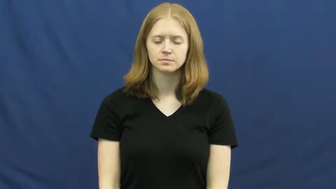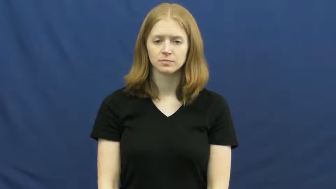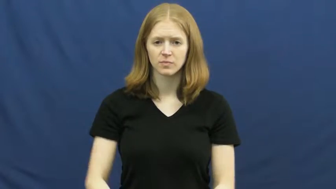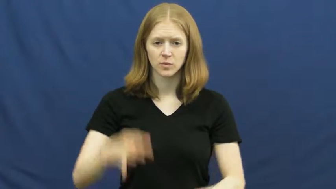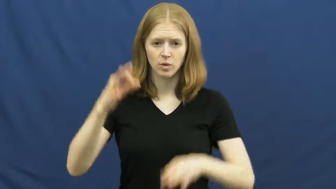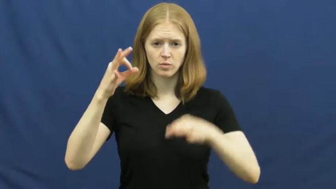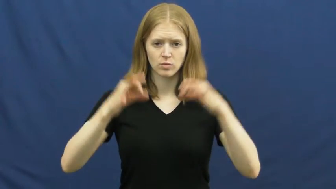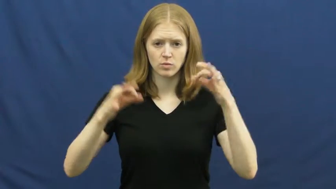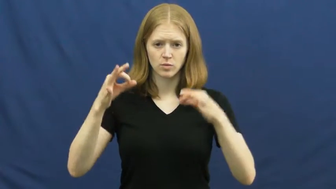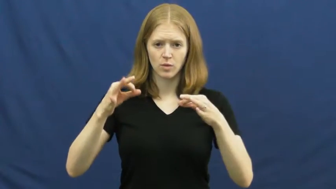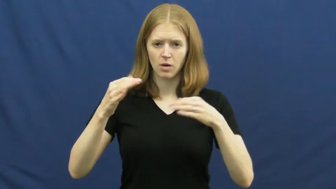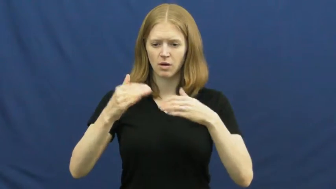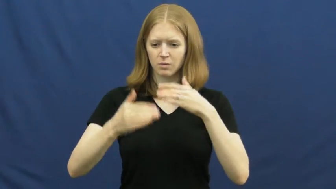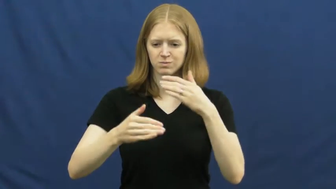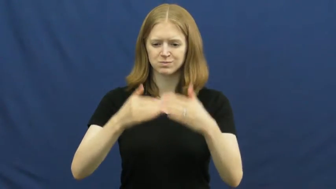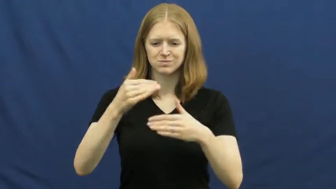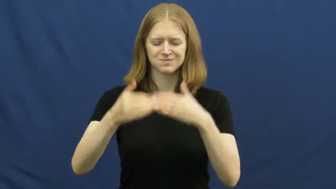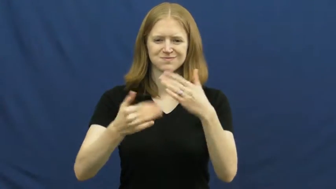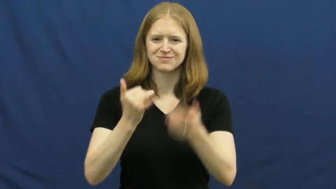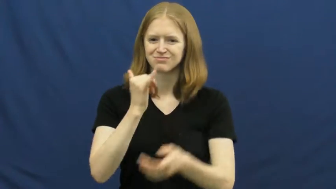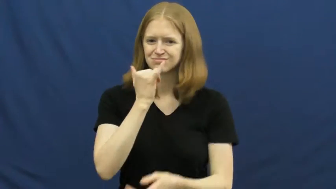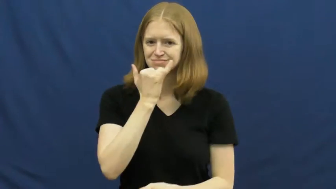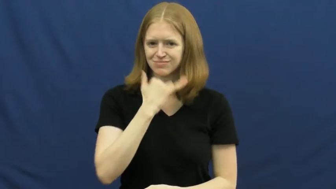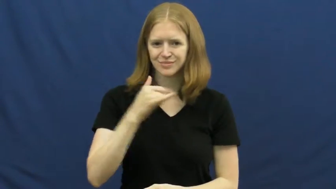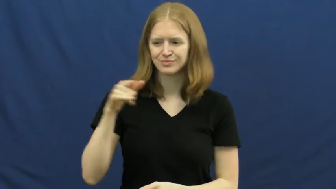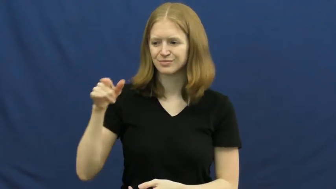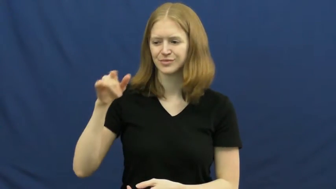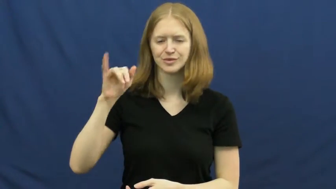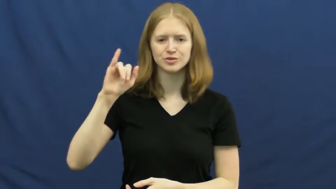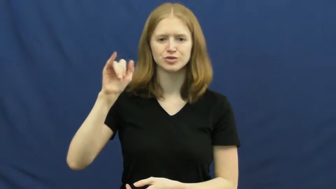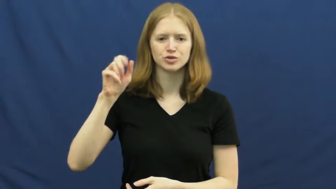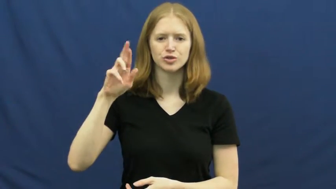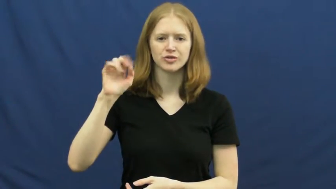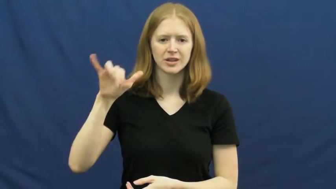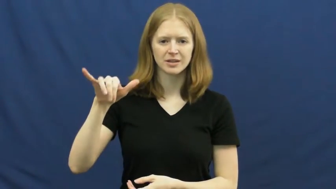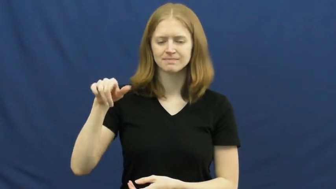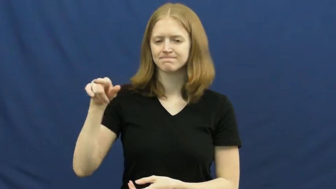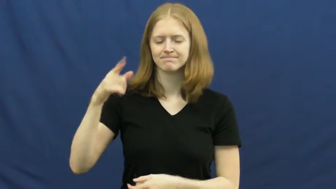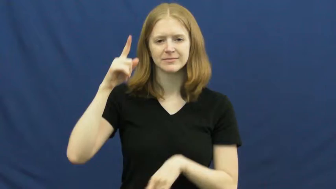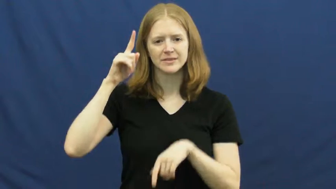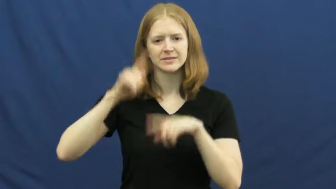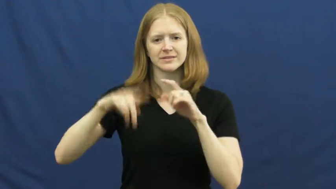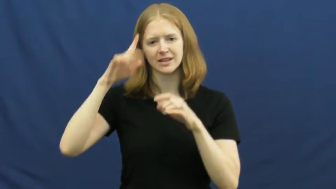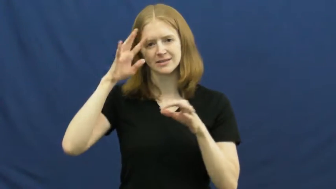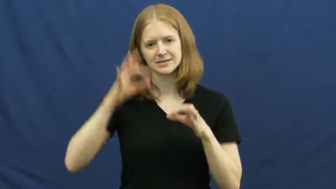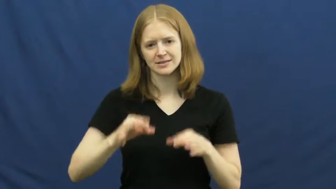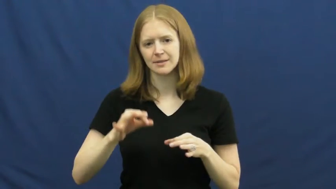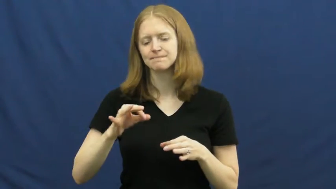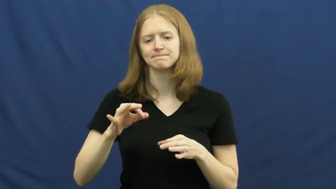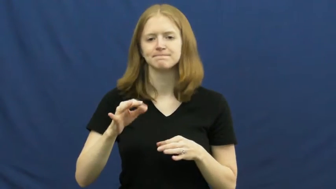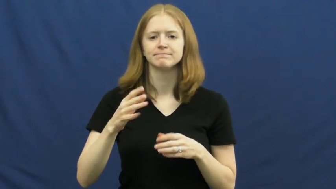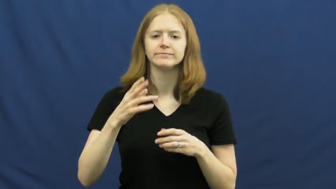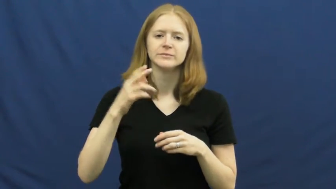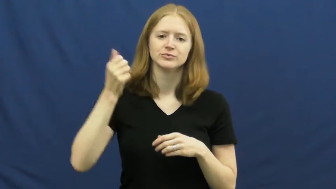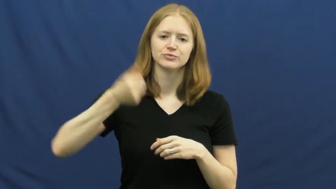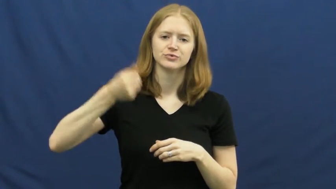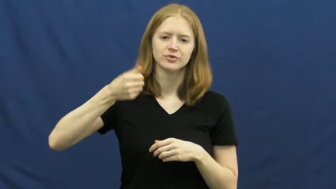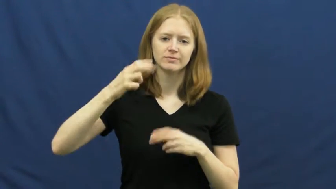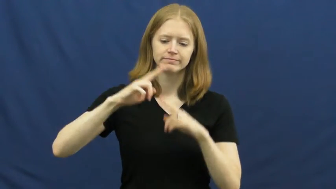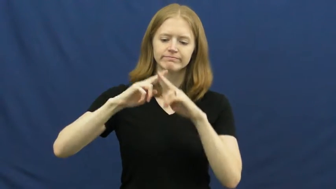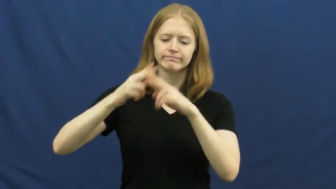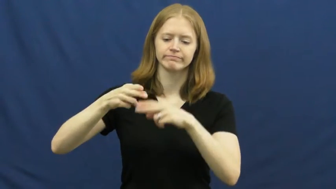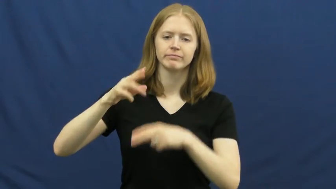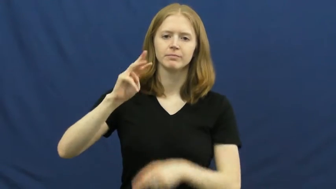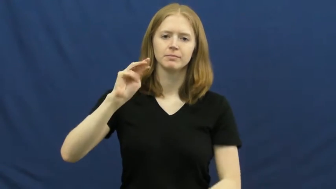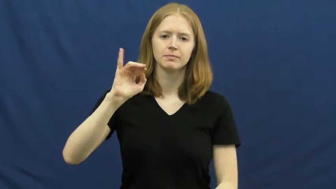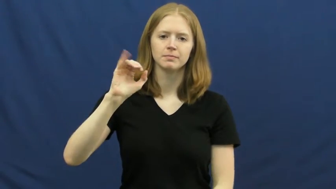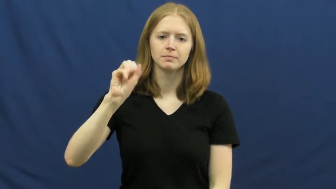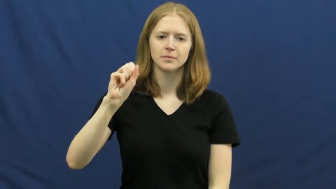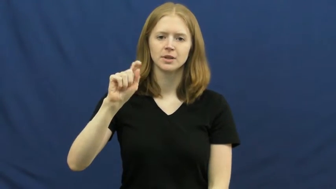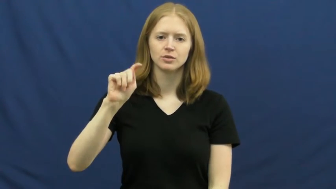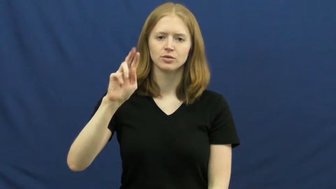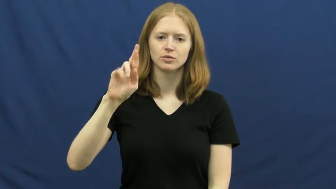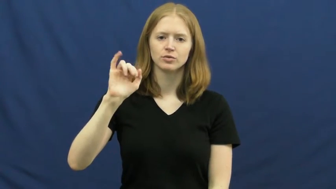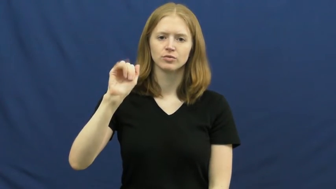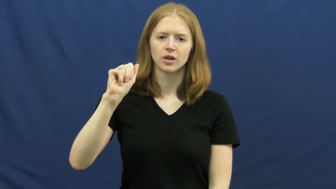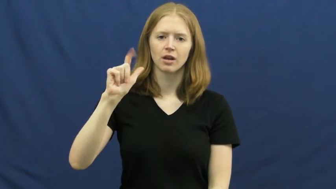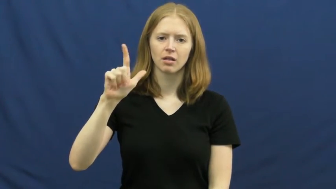mistrial